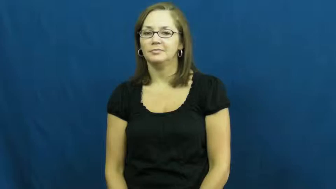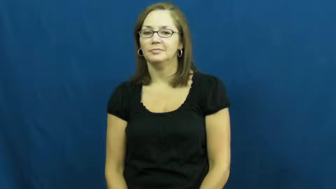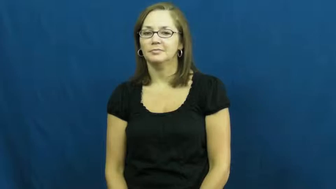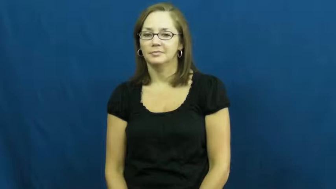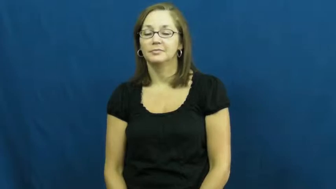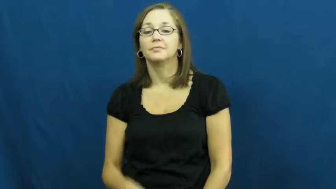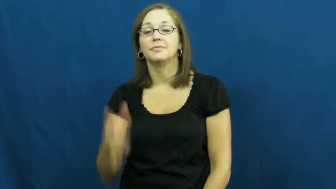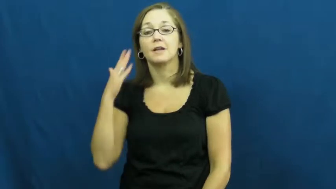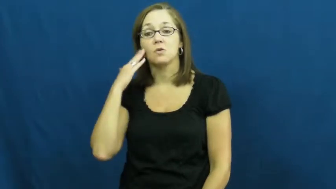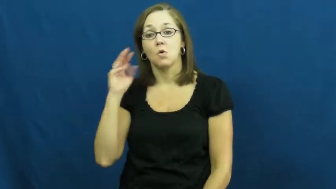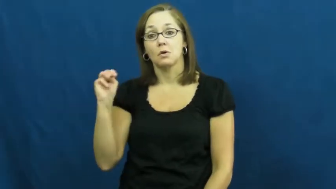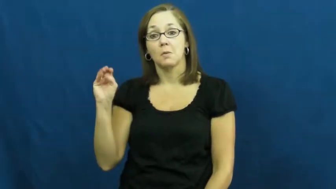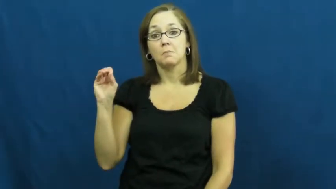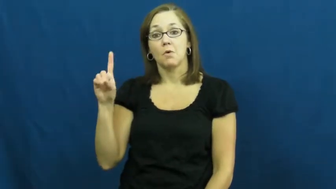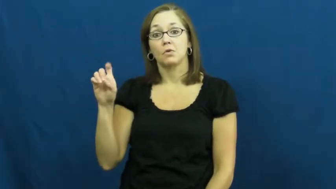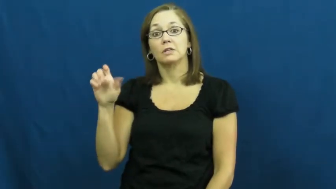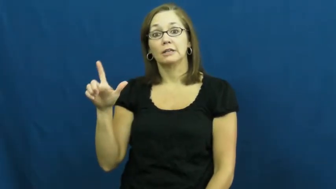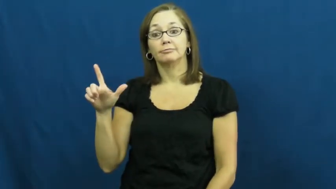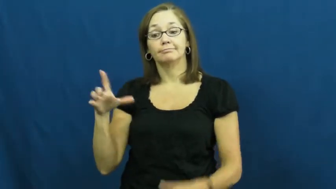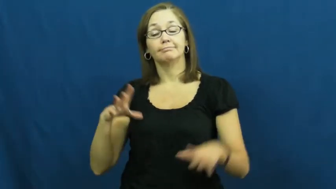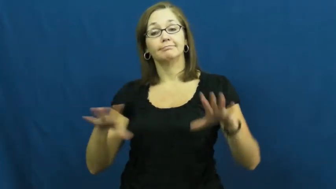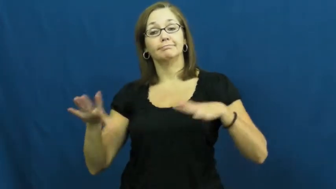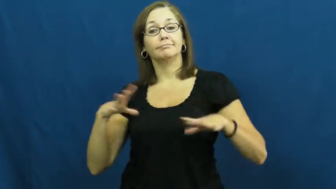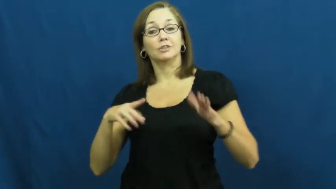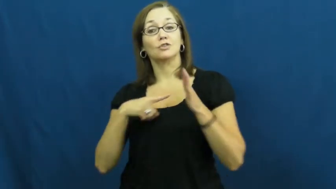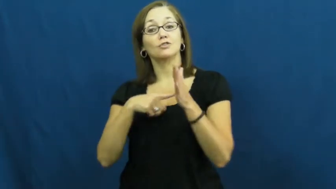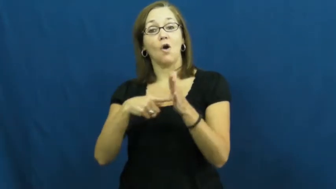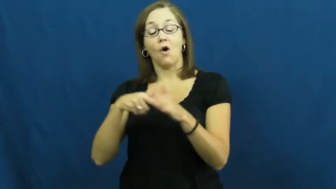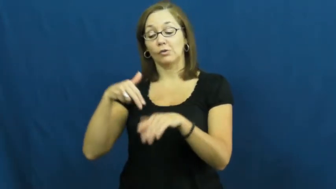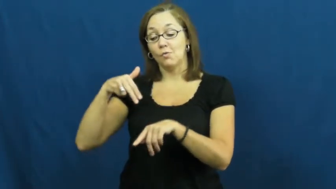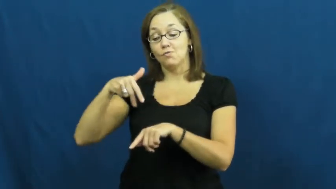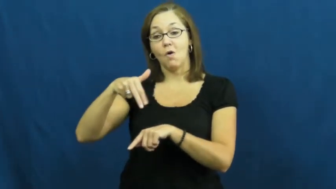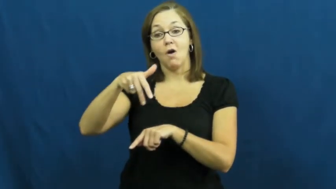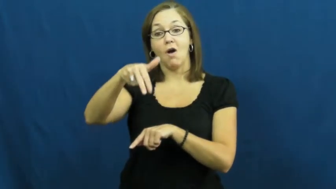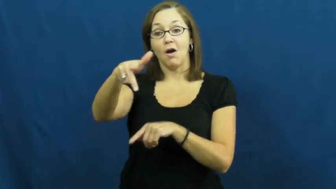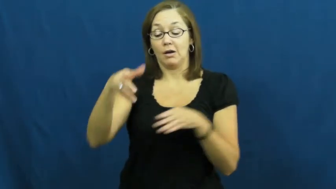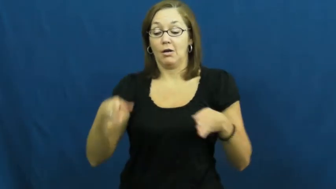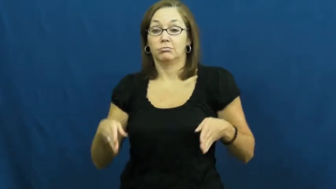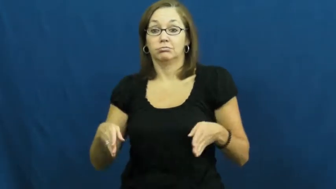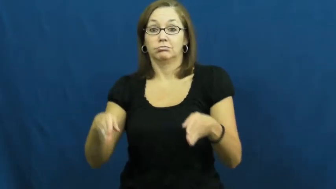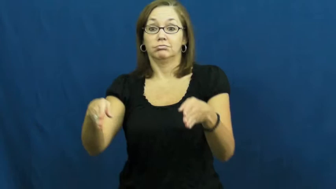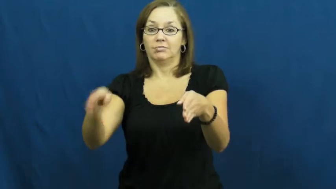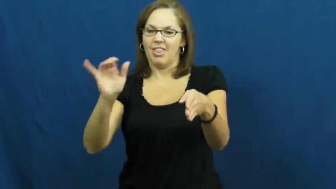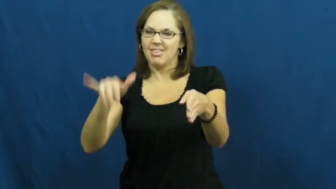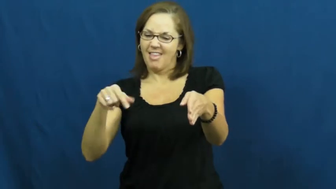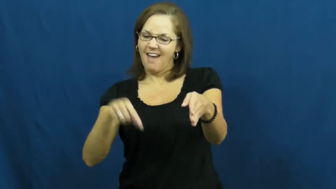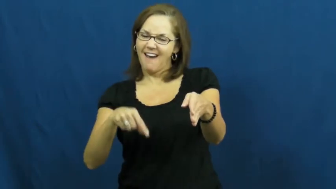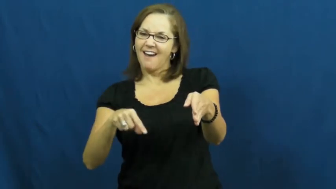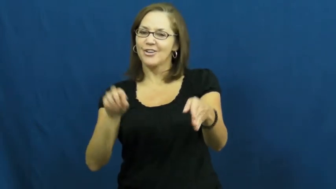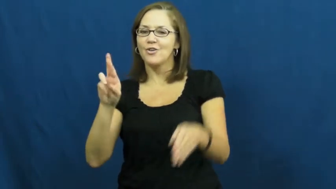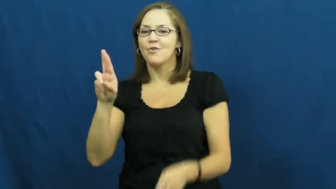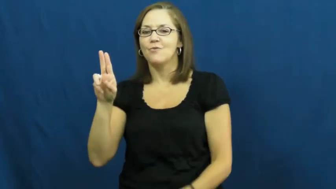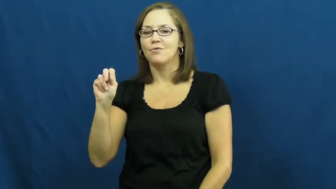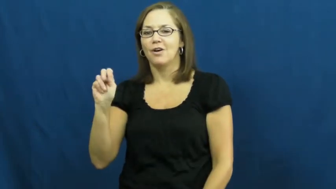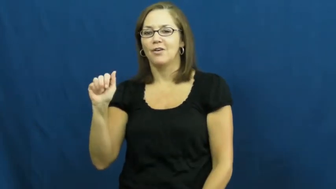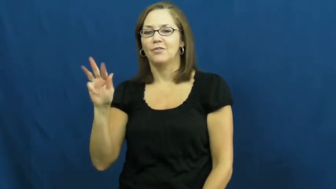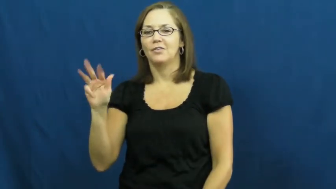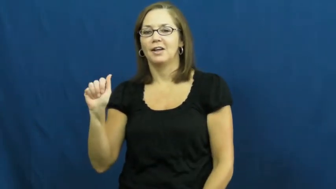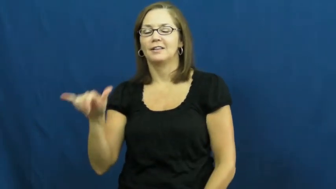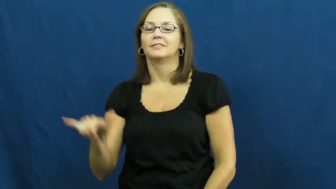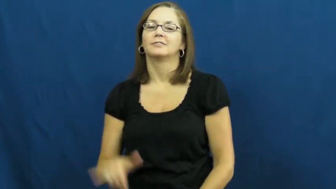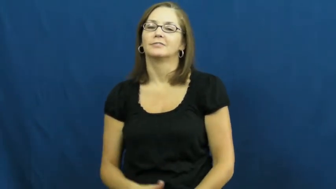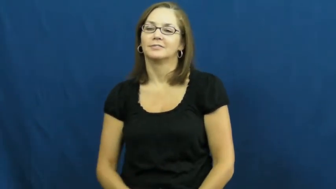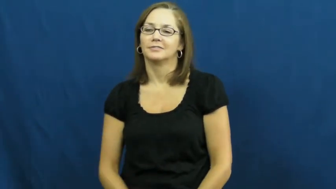runway-model